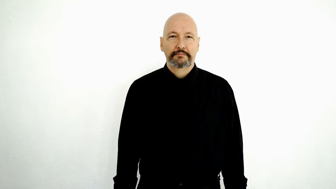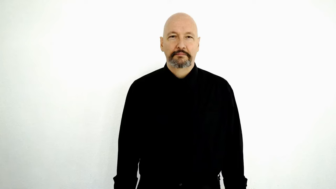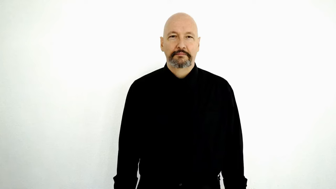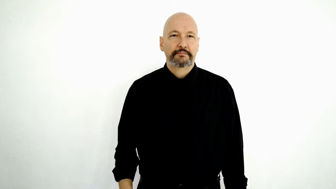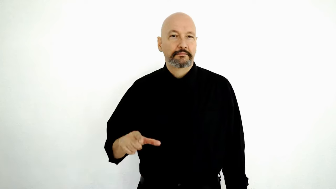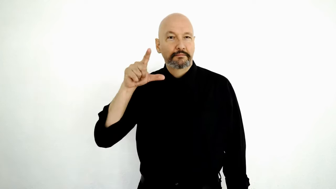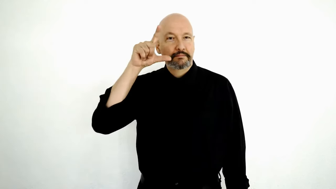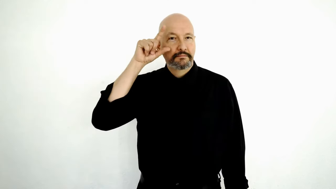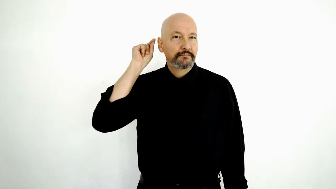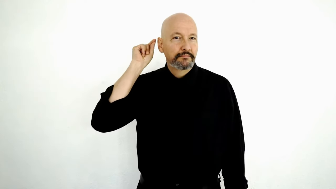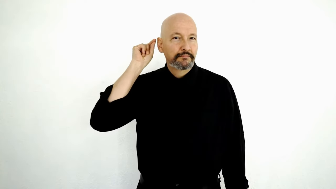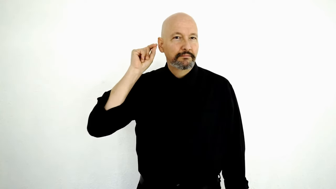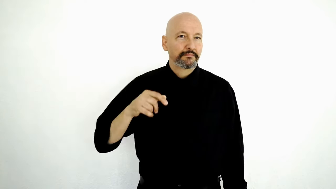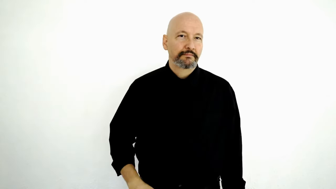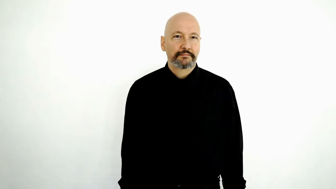THOMAS GALLAUDET / GALLAUDET UNIVERSITY-[name sign]